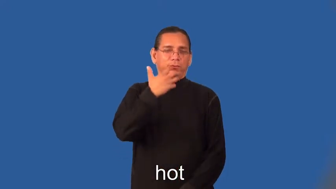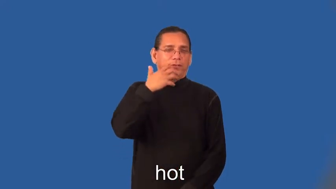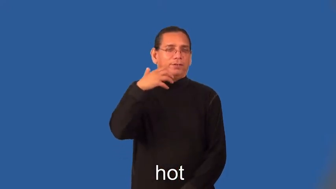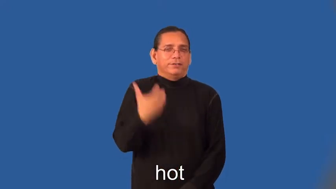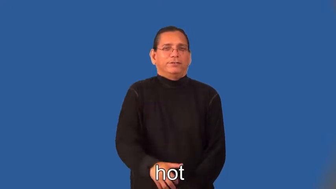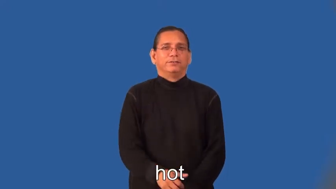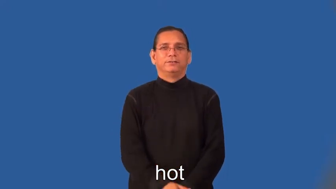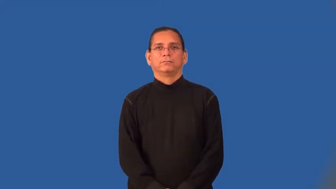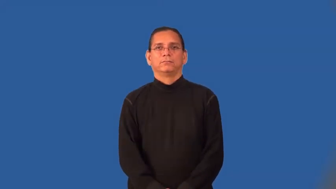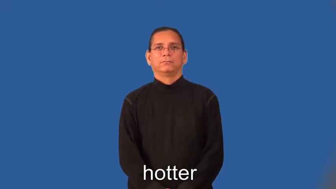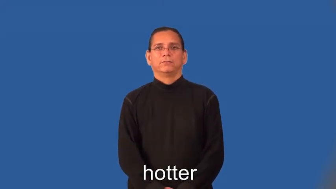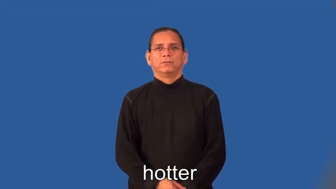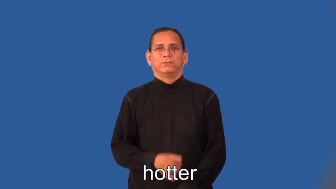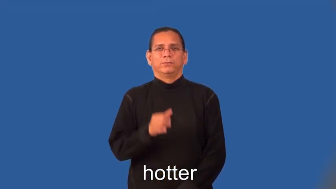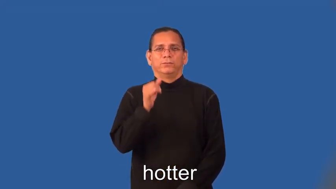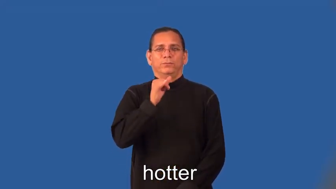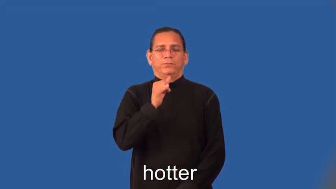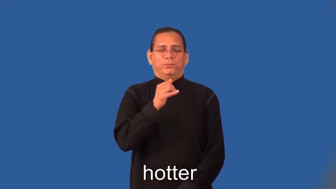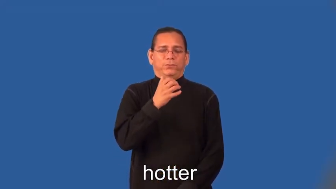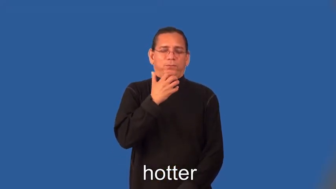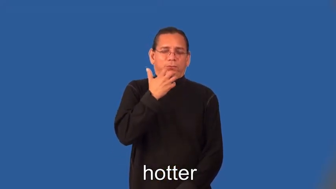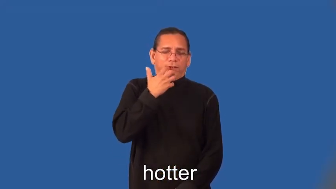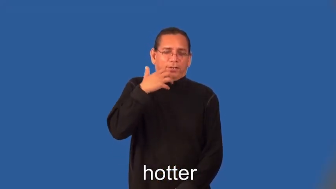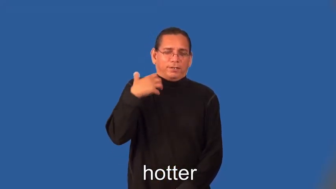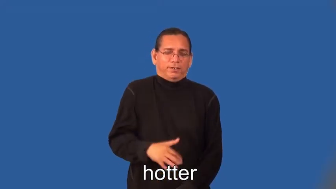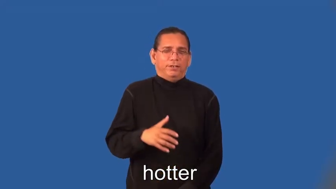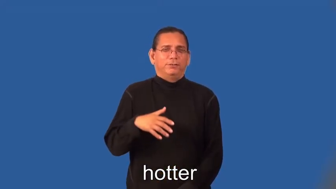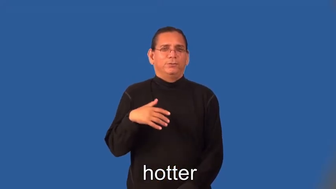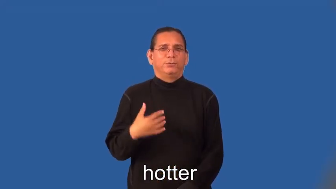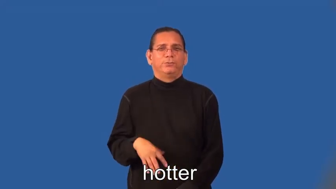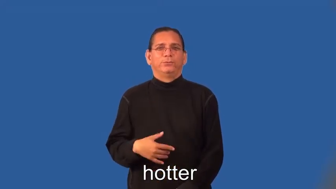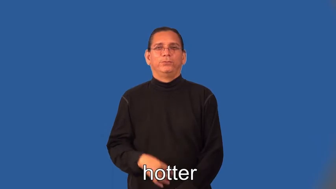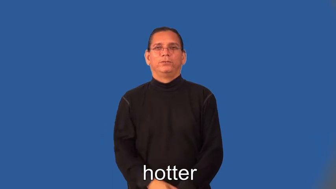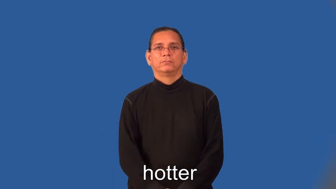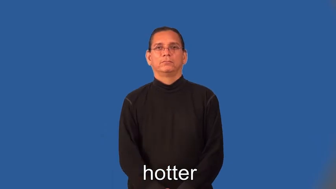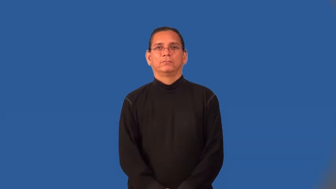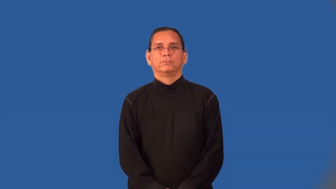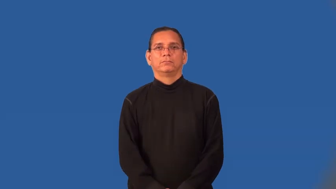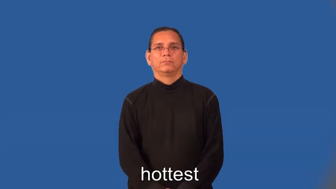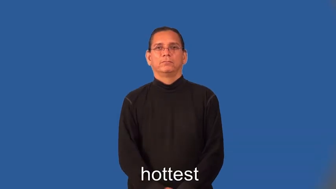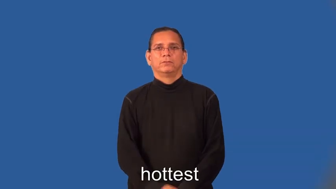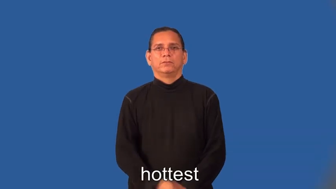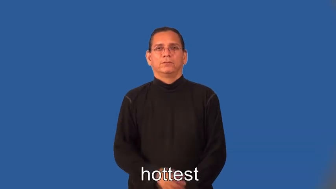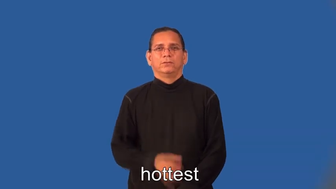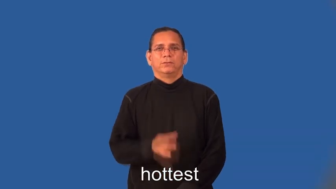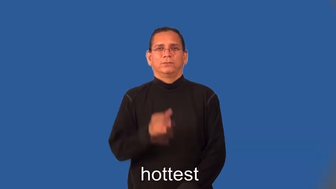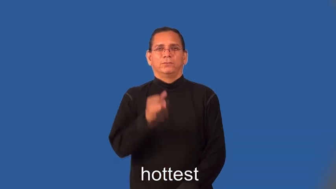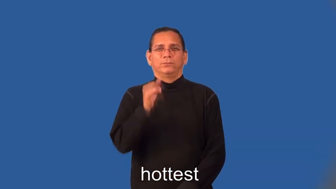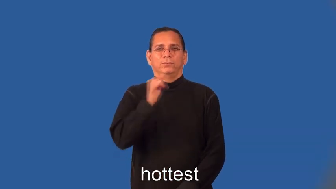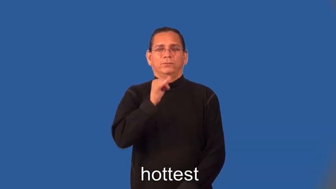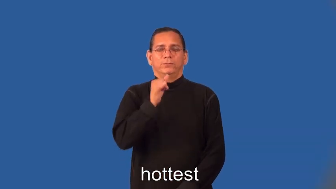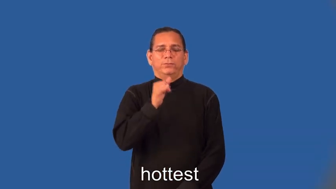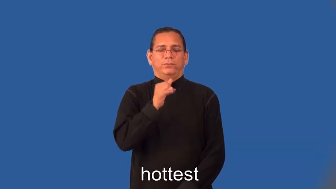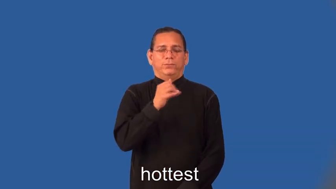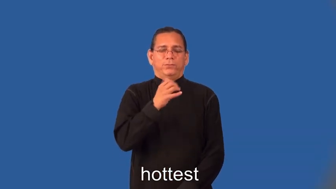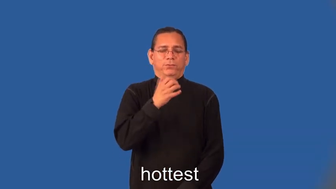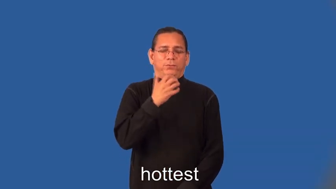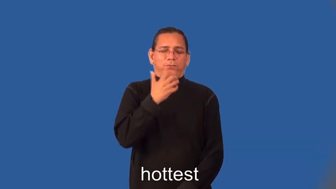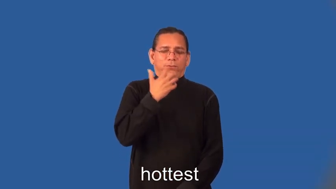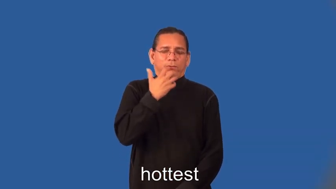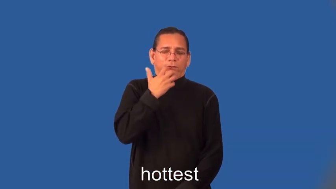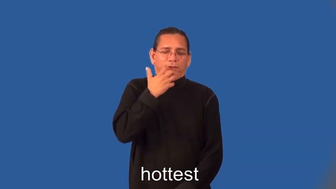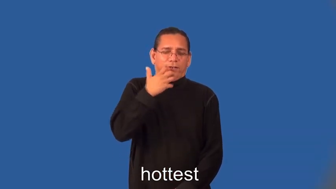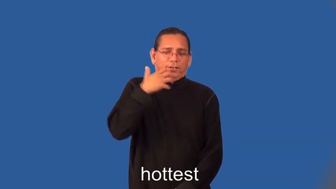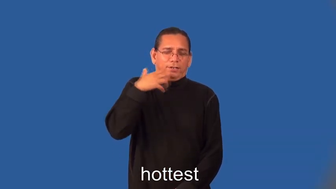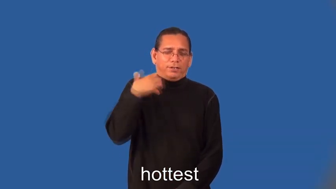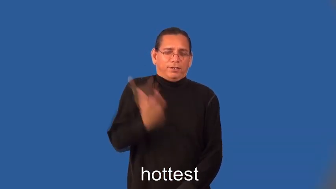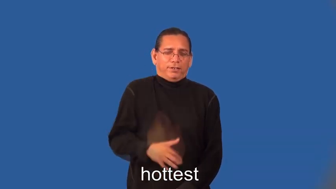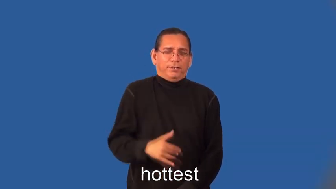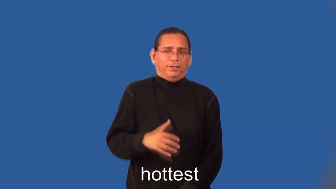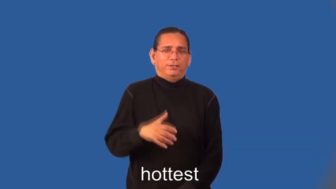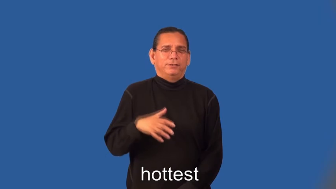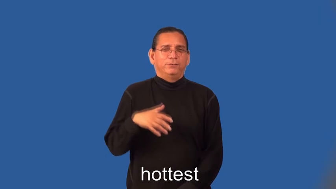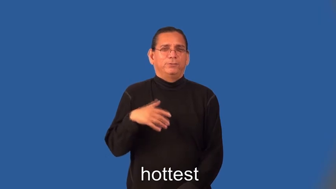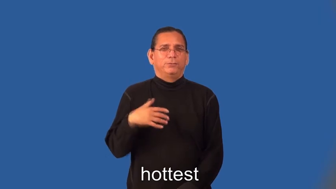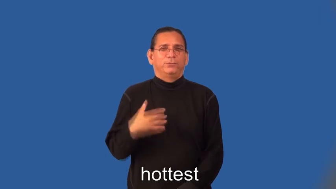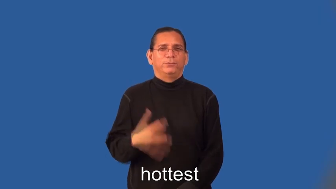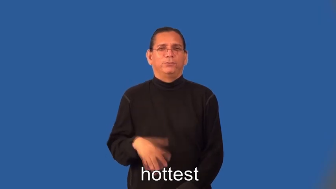hotter,hottest-good looking